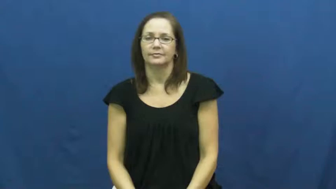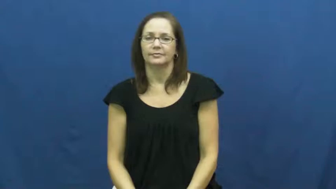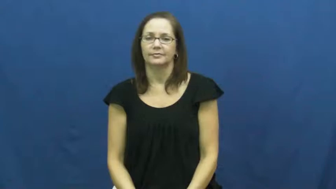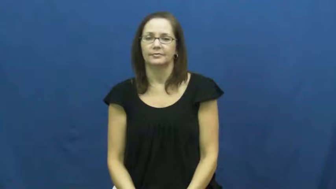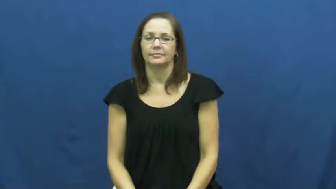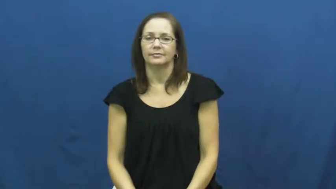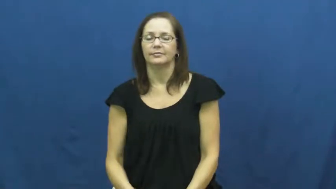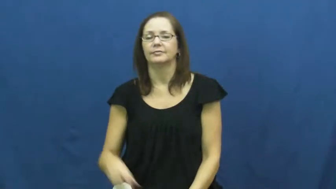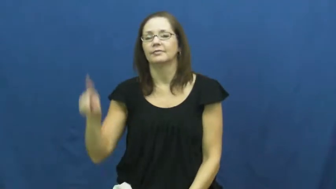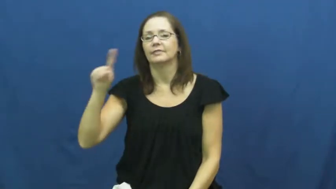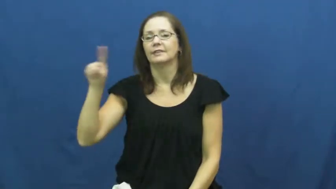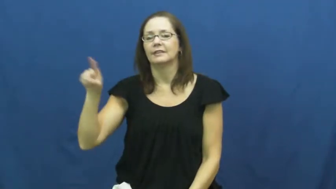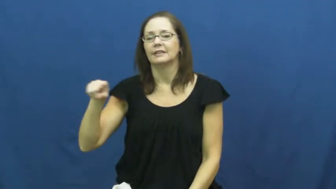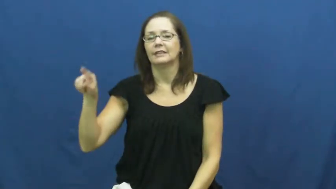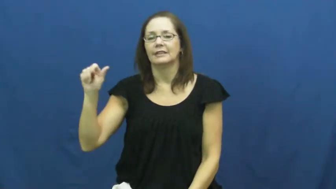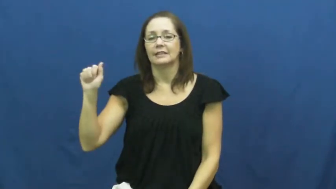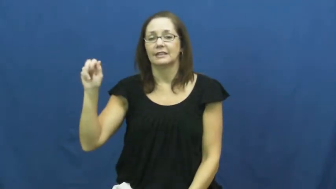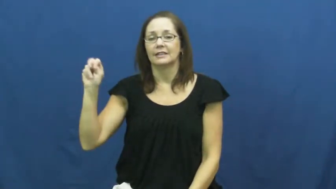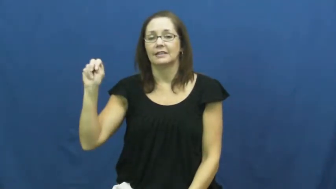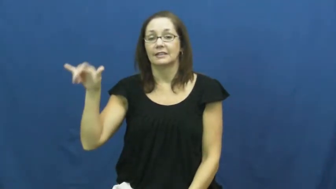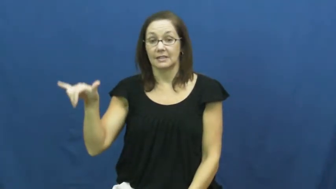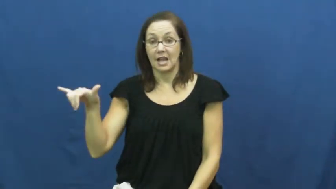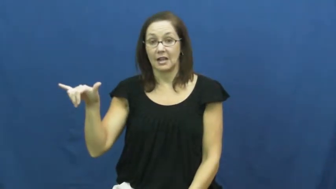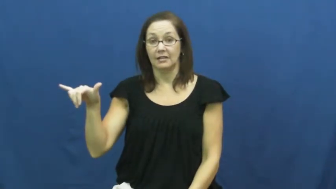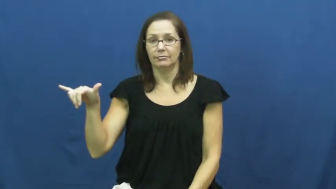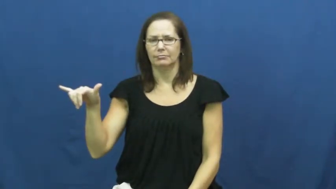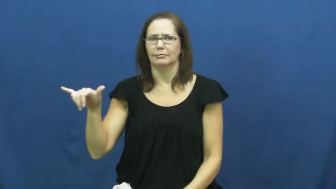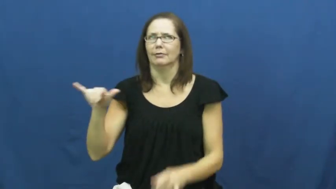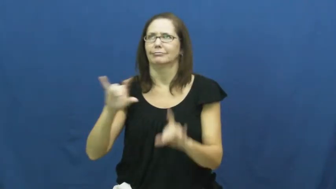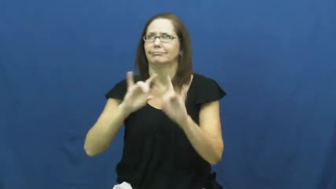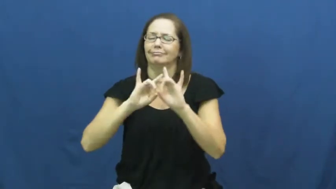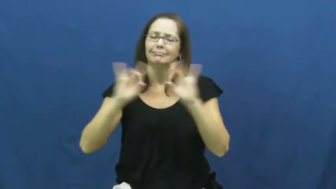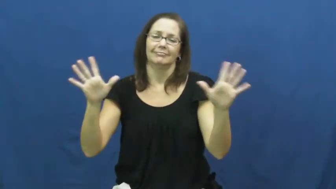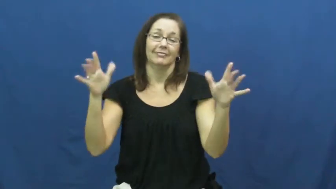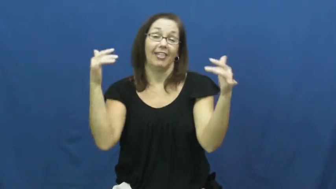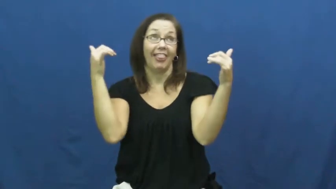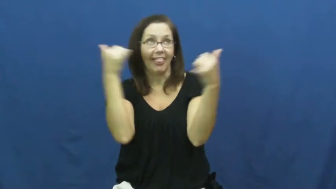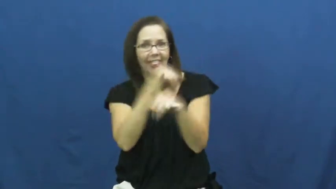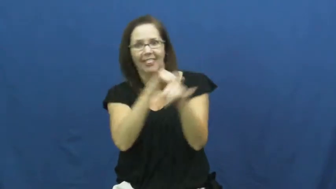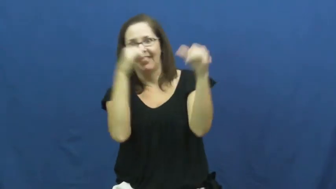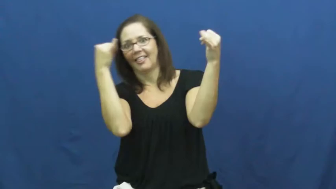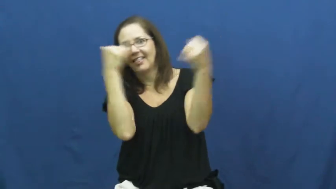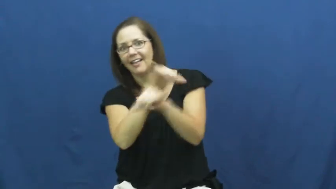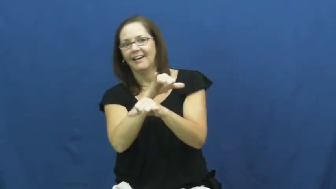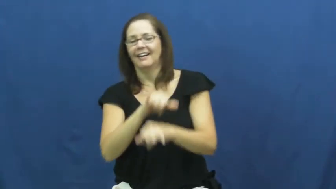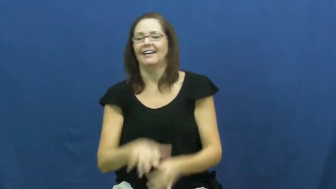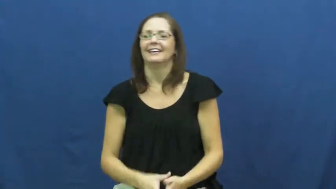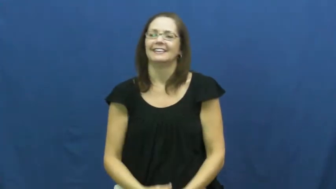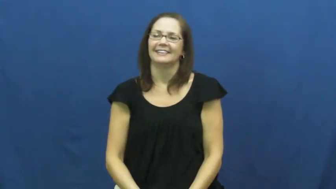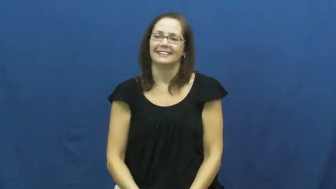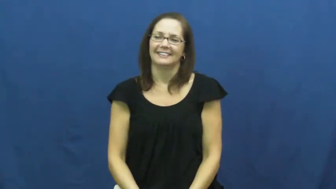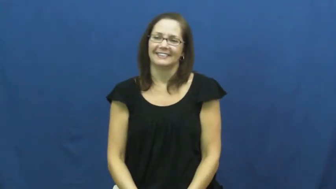zany